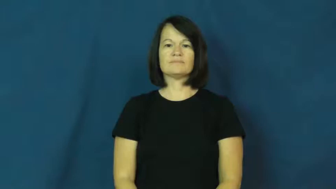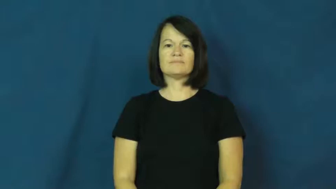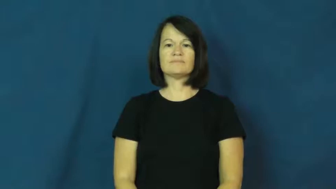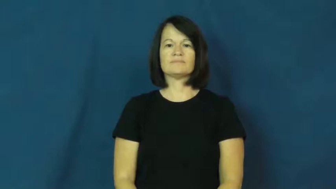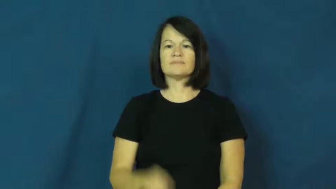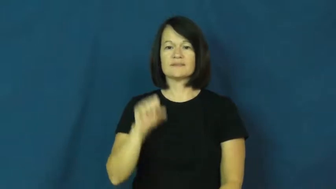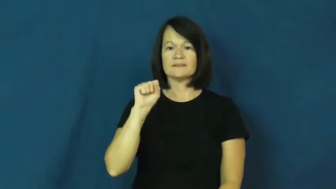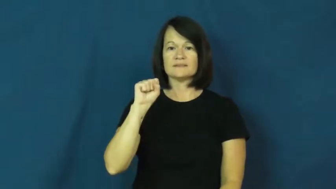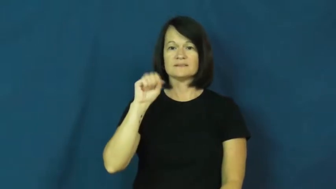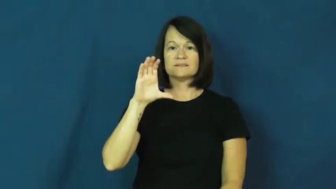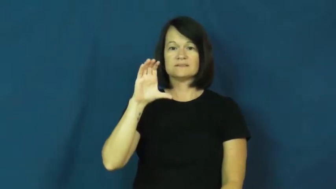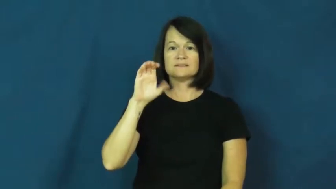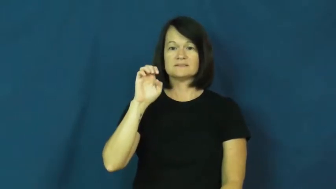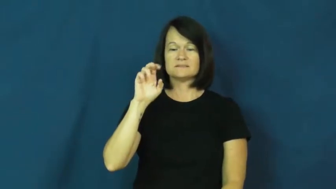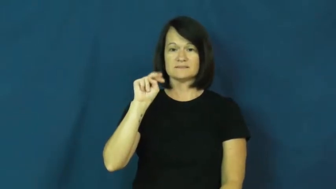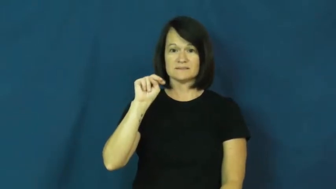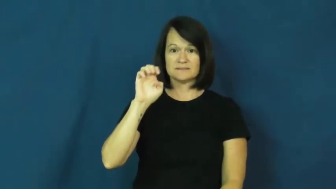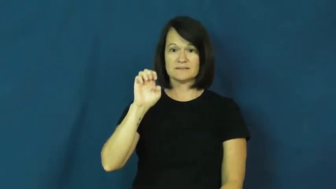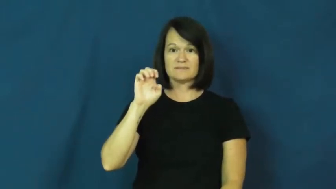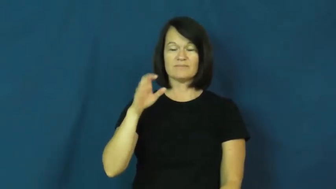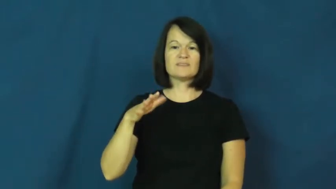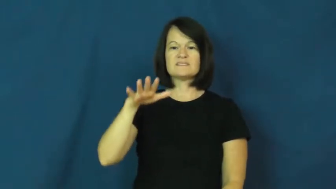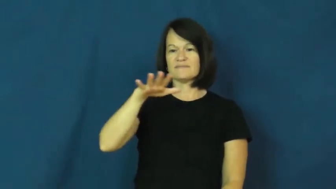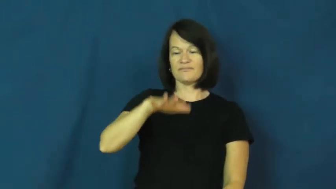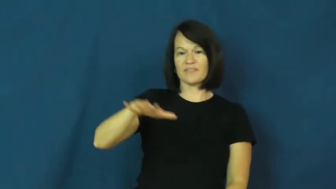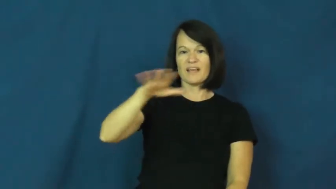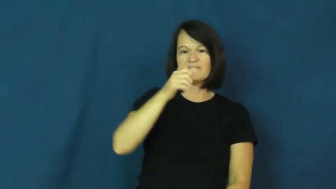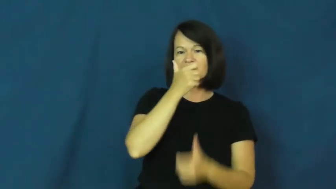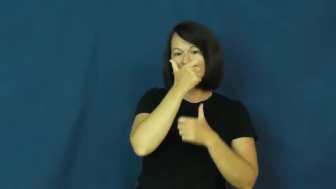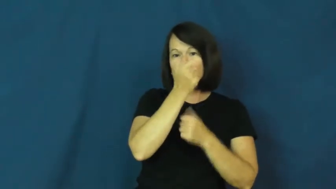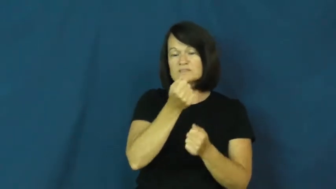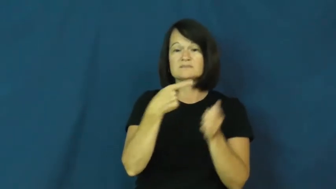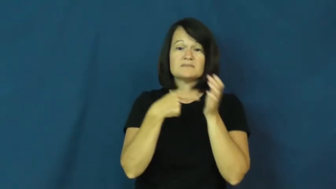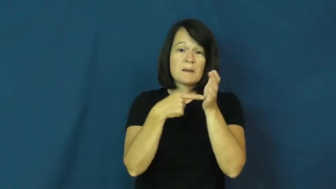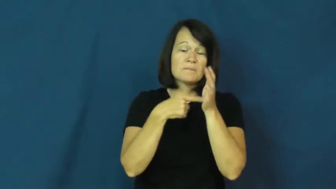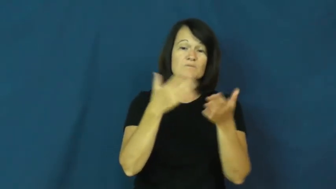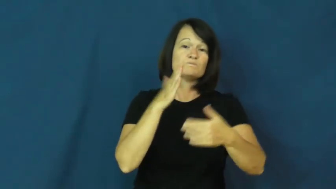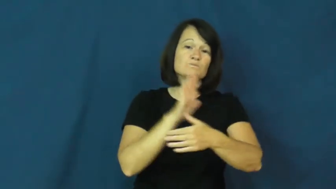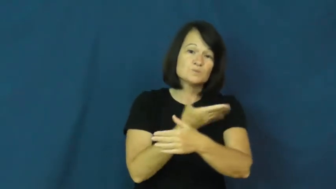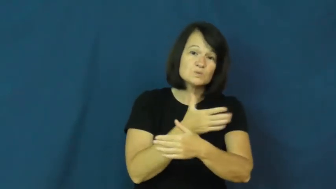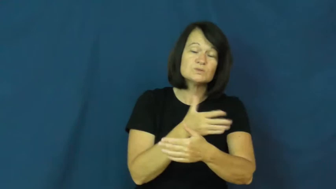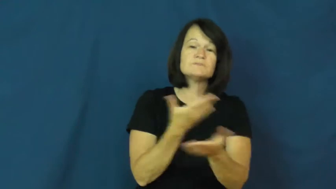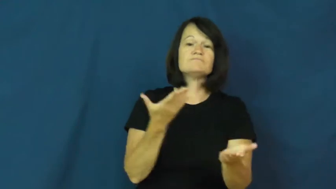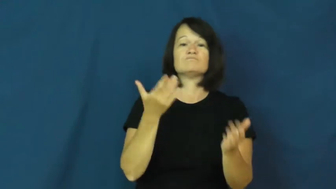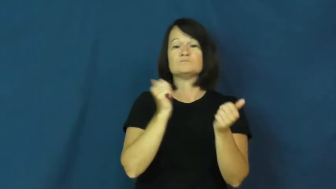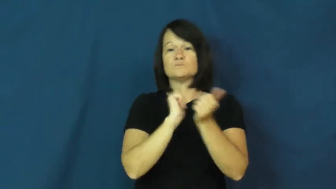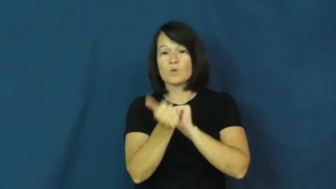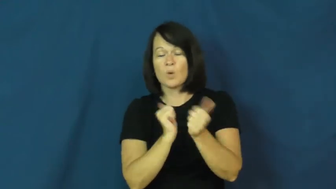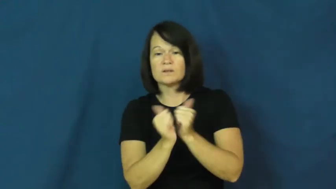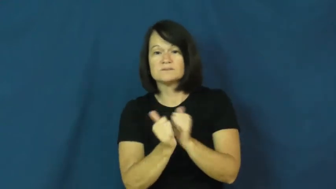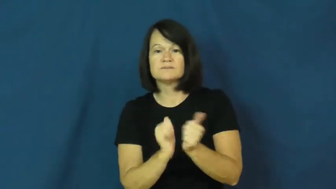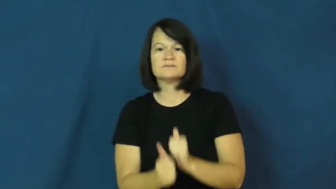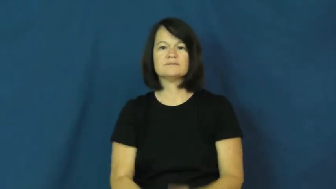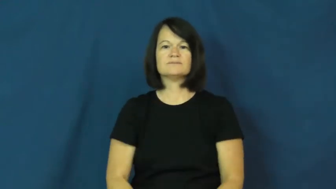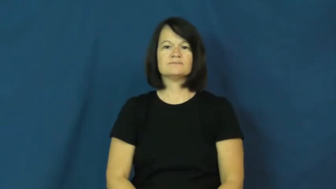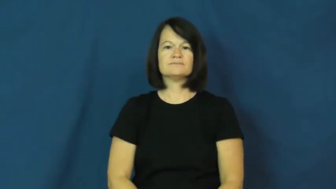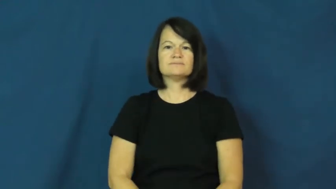scene-place